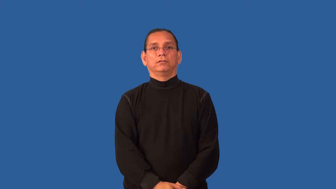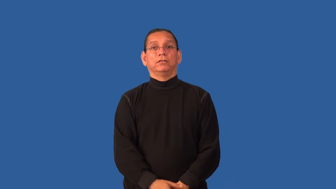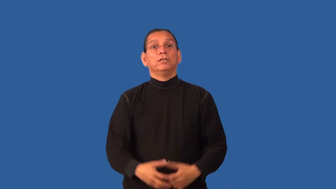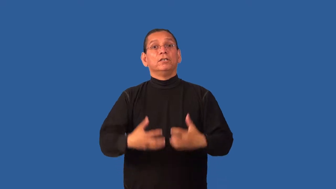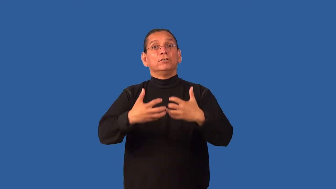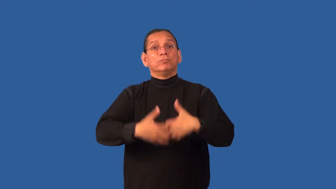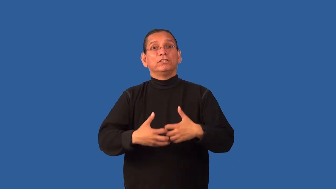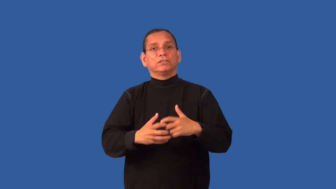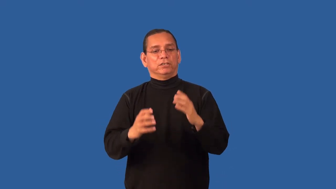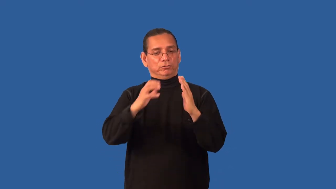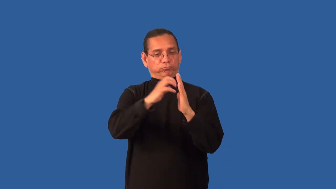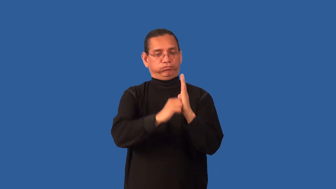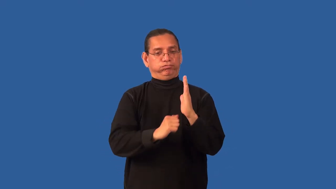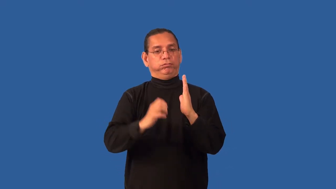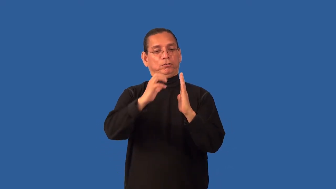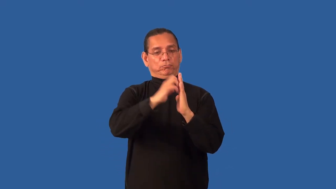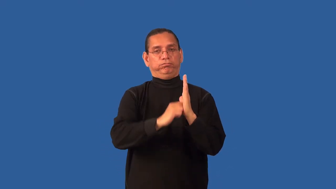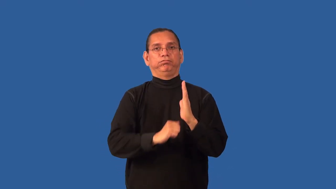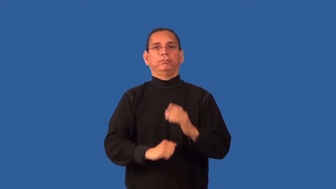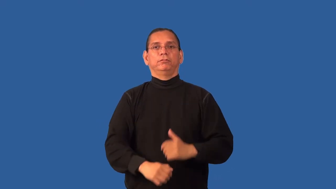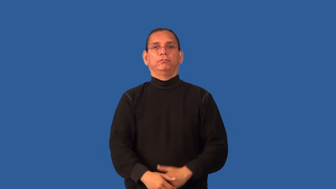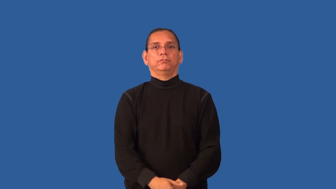gin-cotton